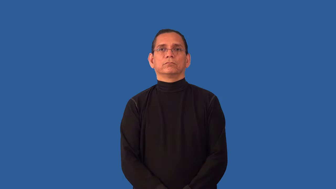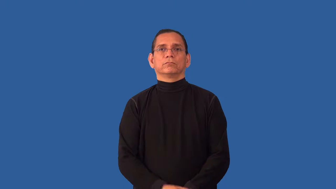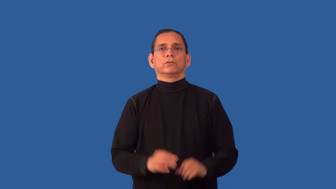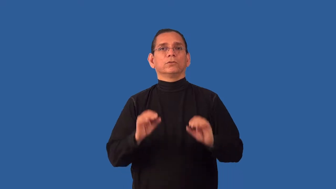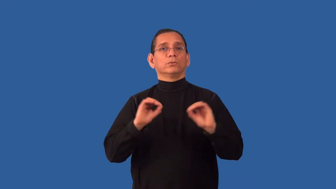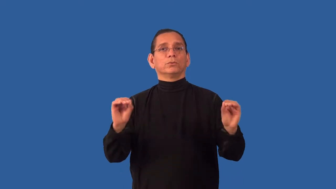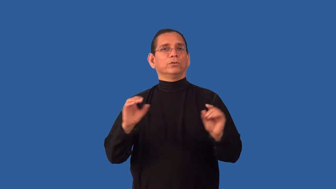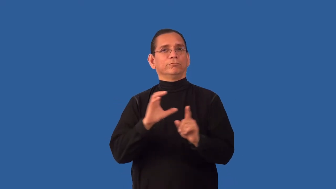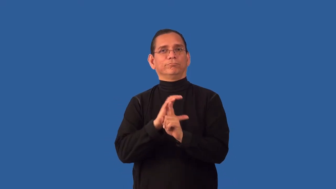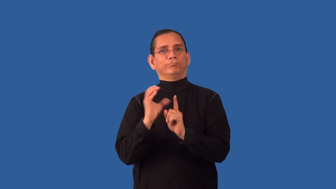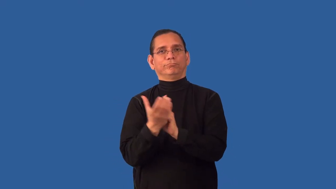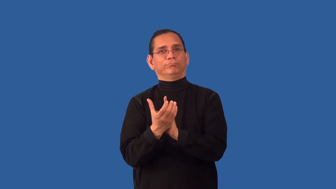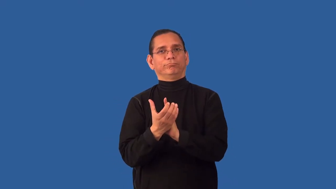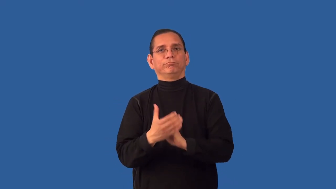uncultured